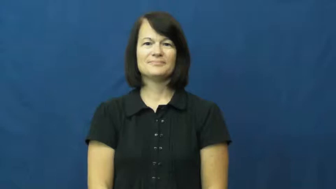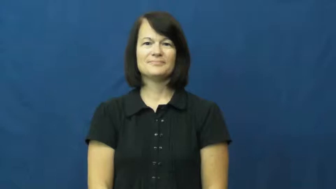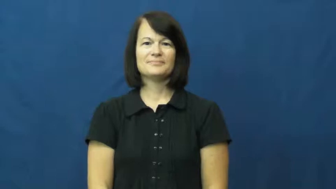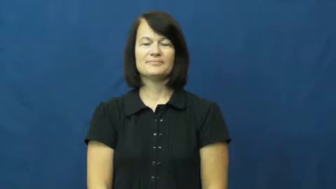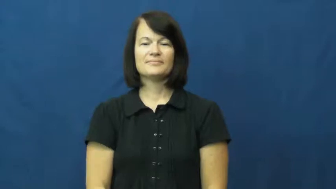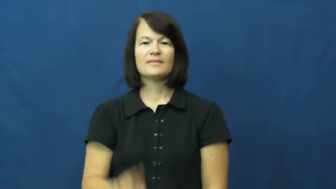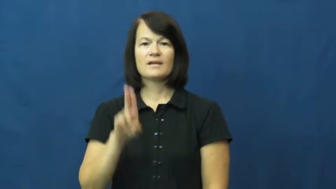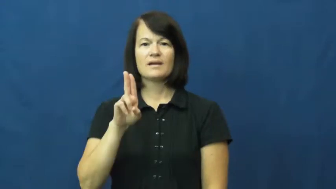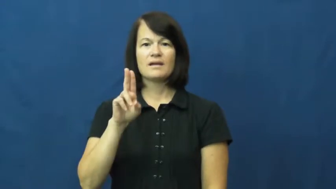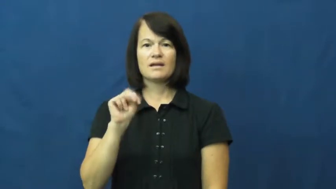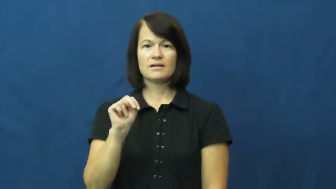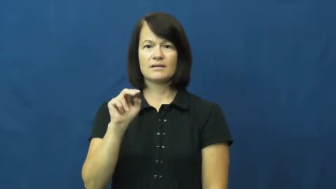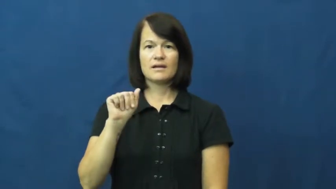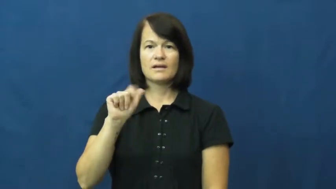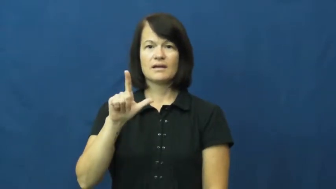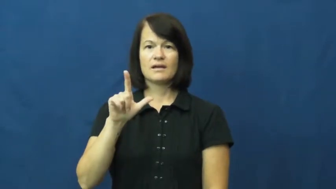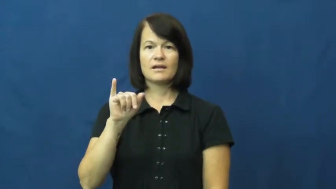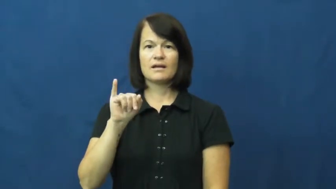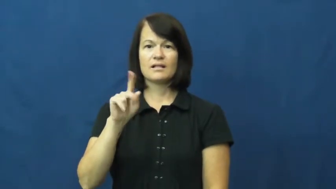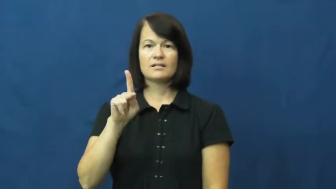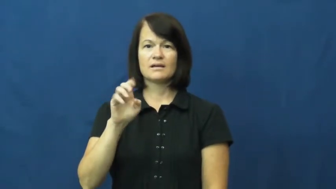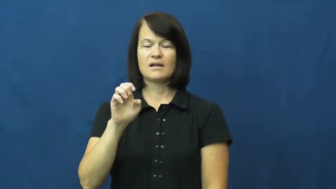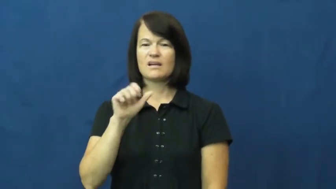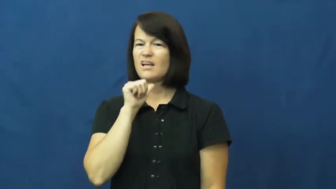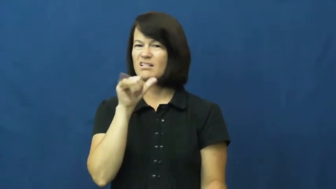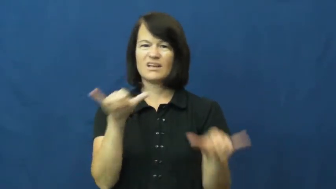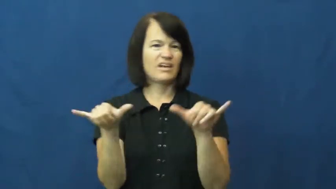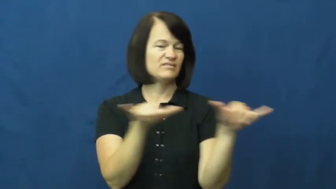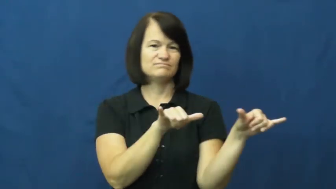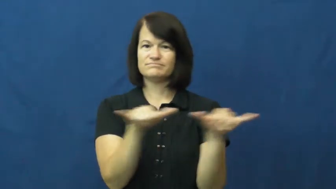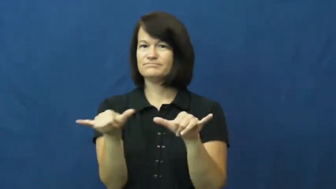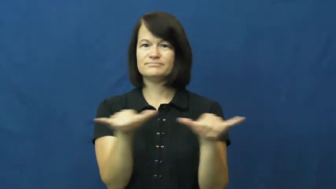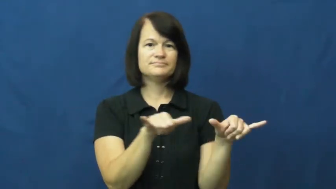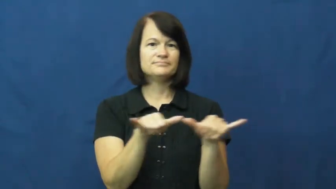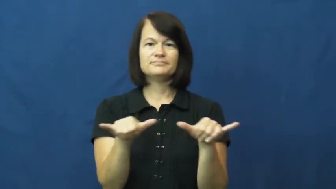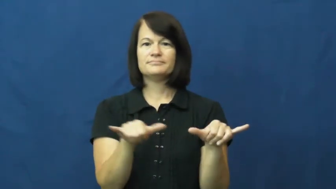unalike